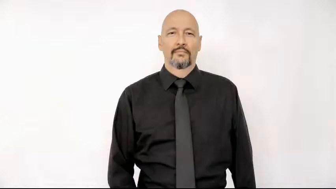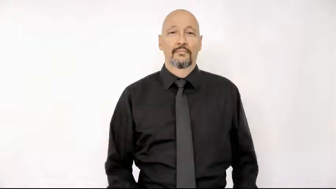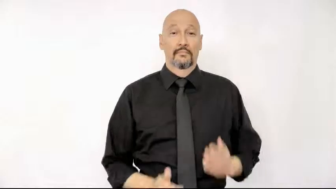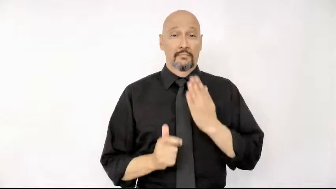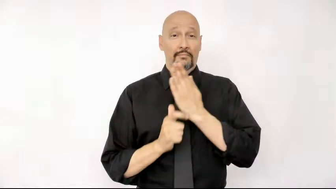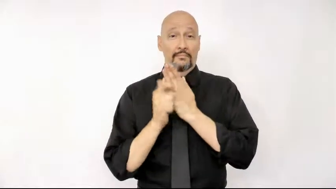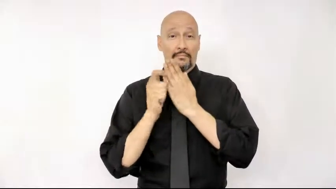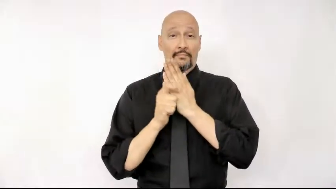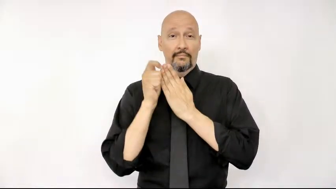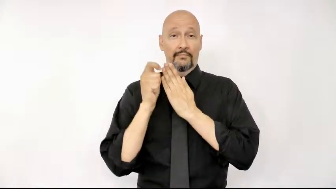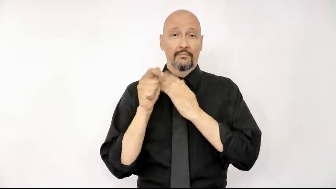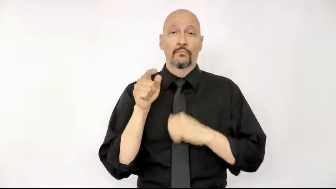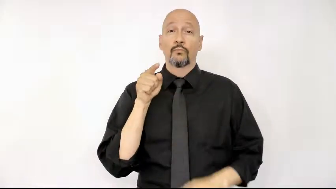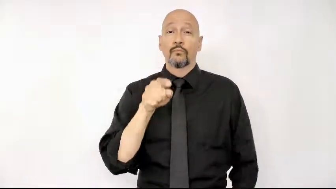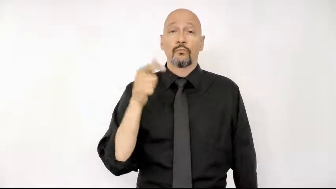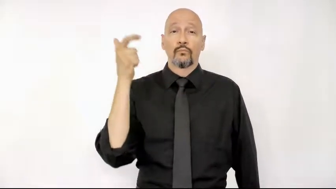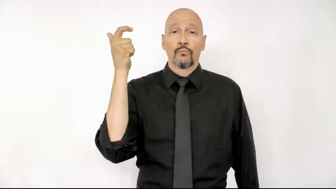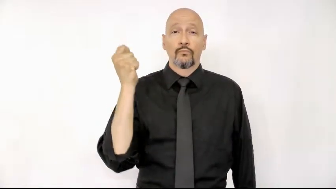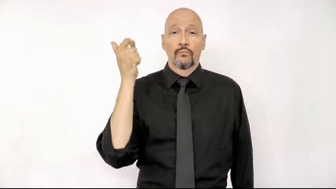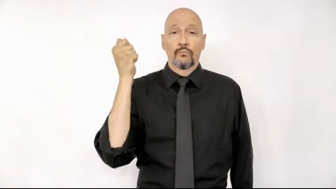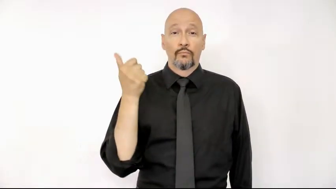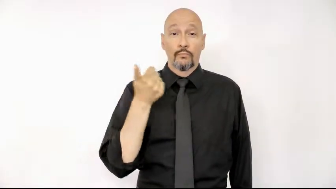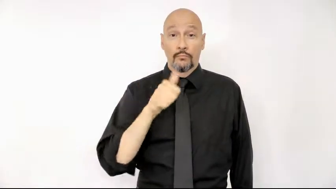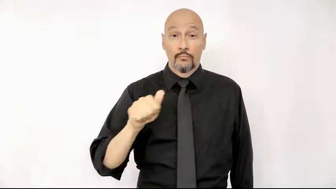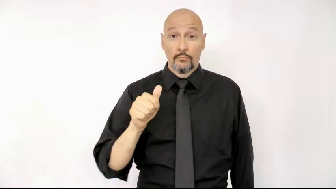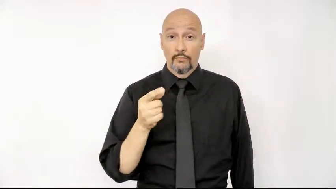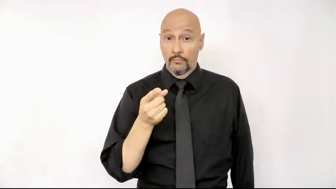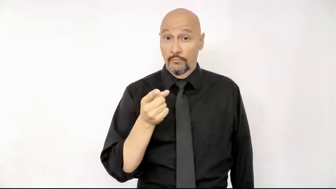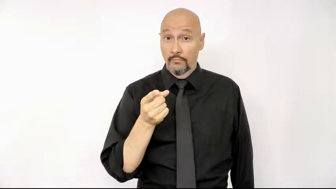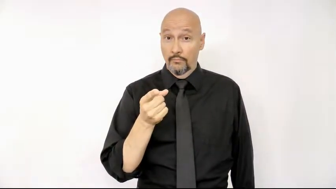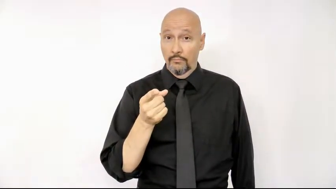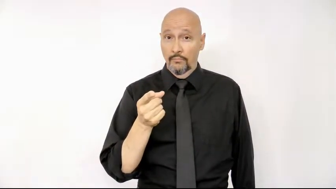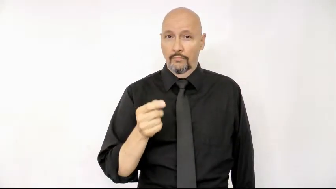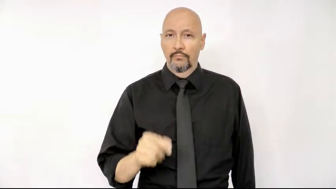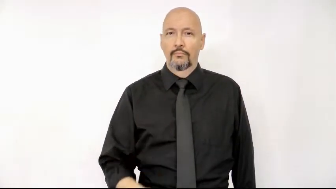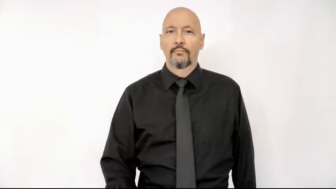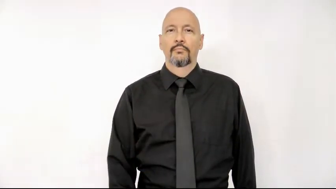magazine you suscribe any you